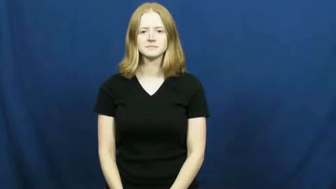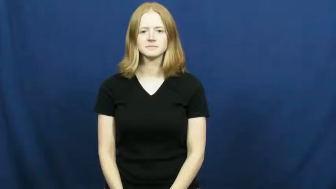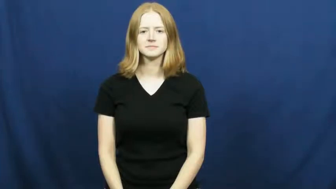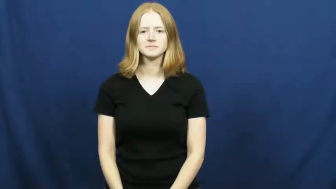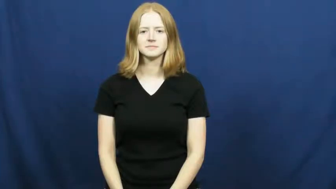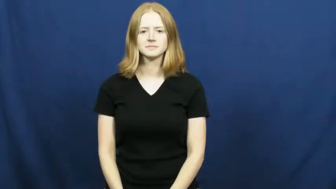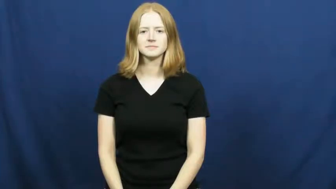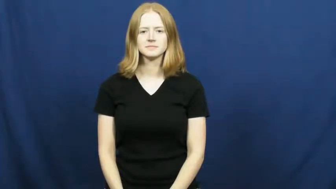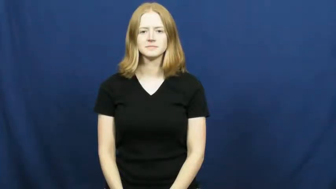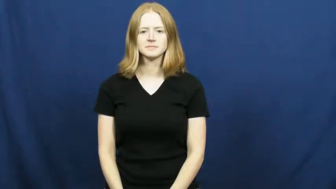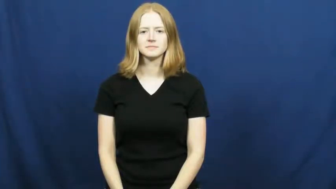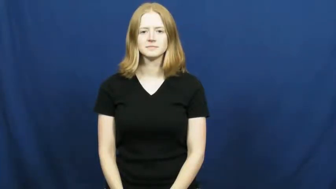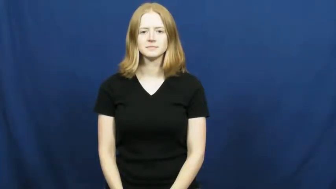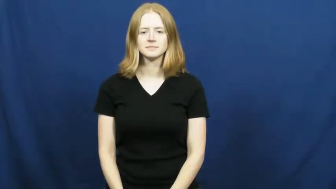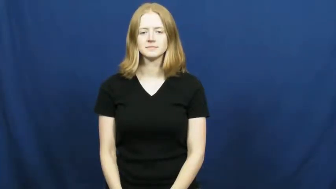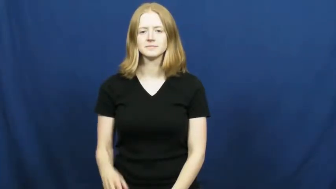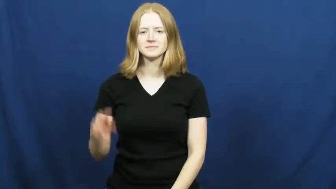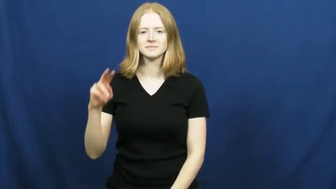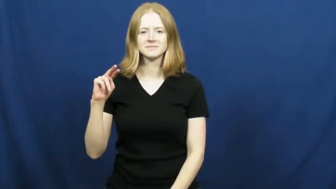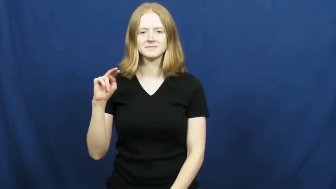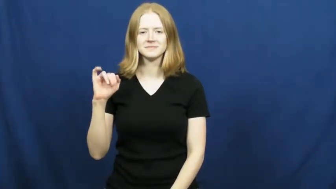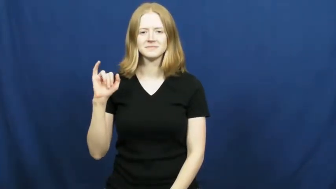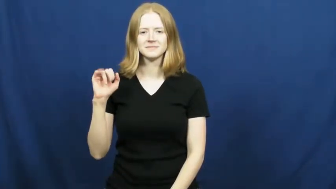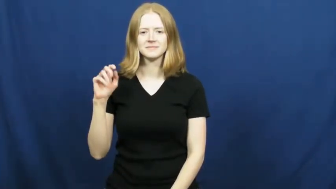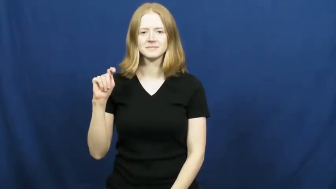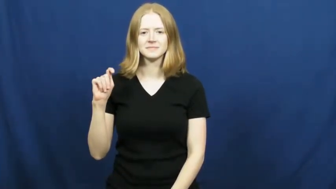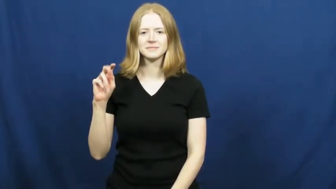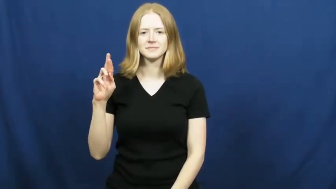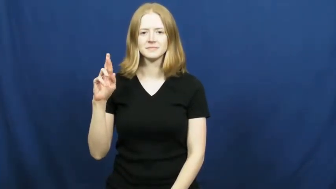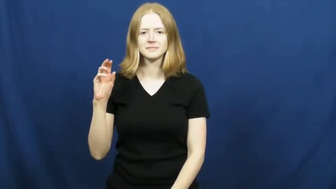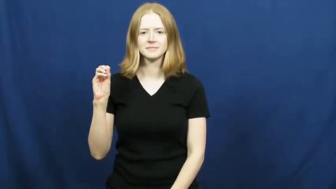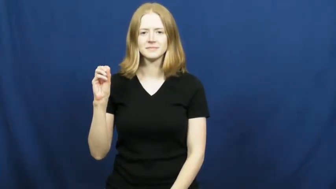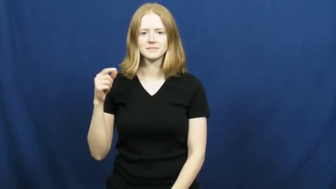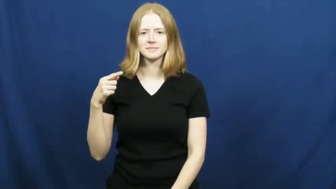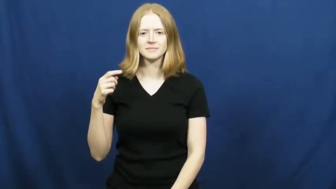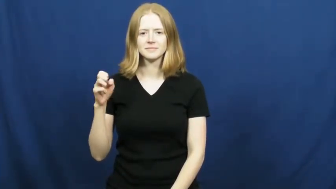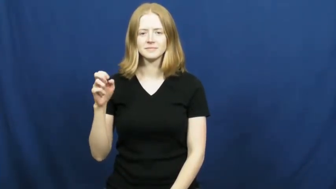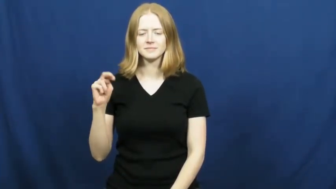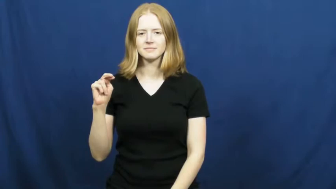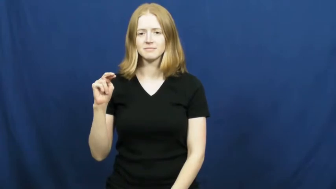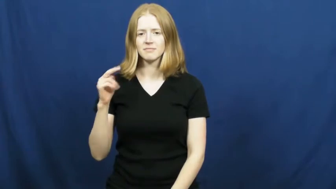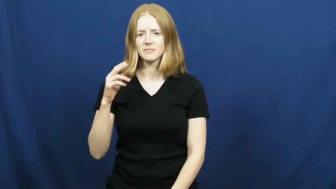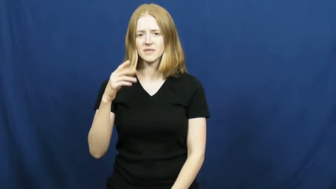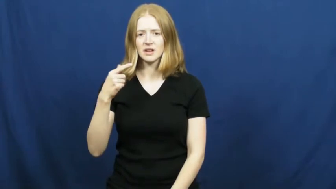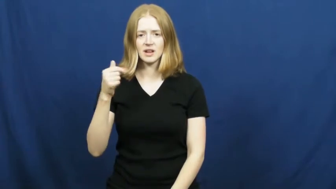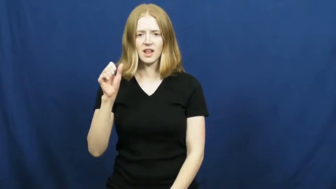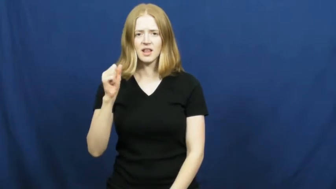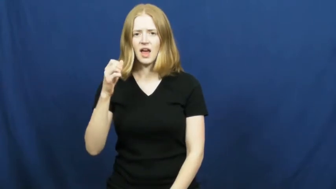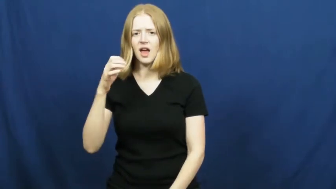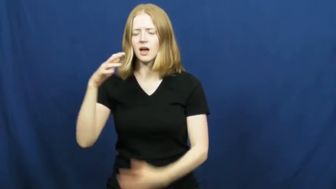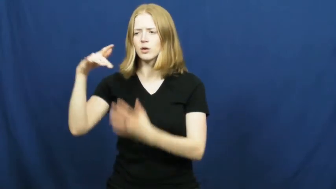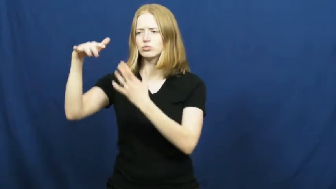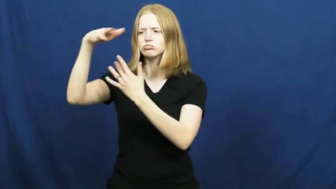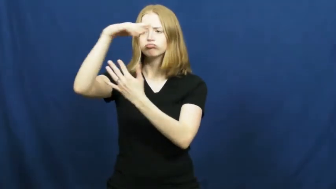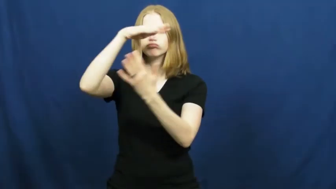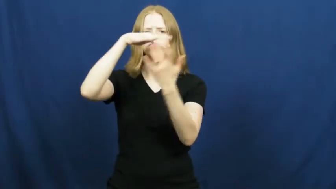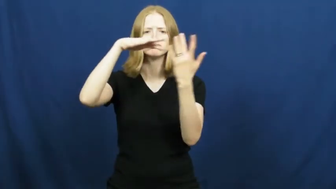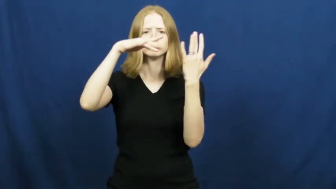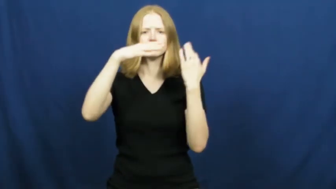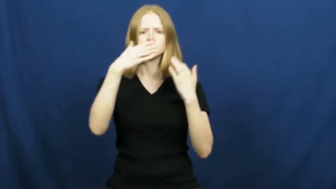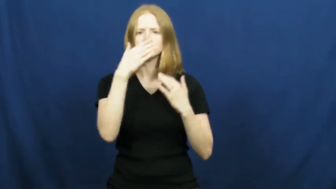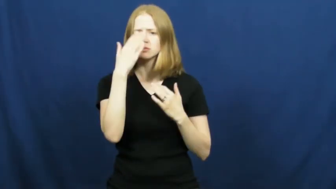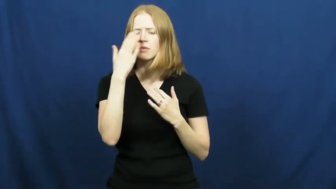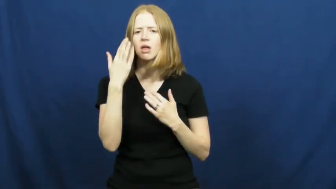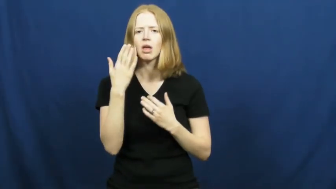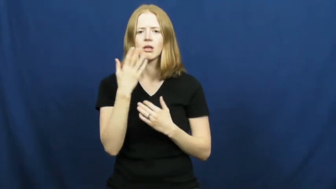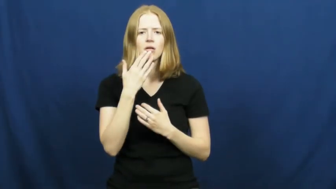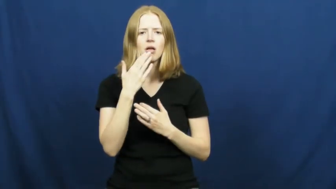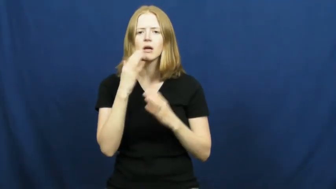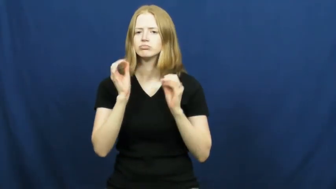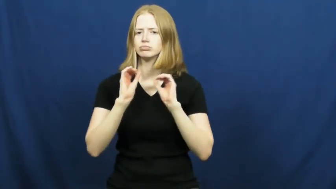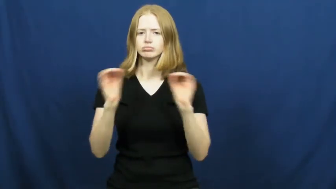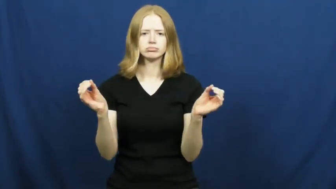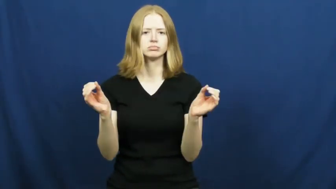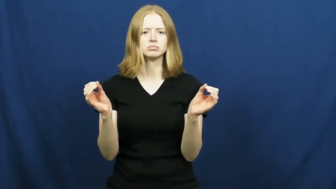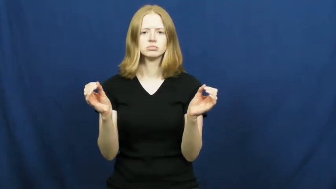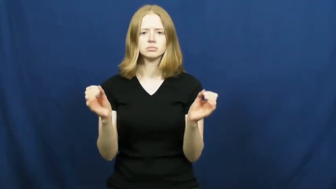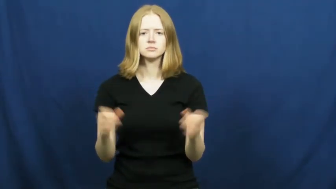nitrogen